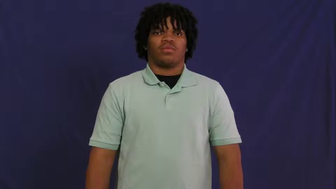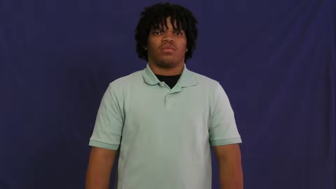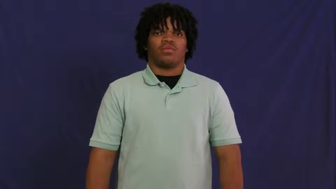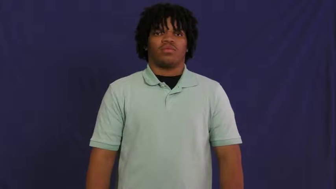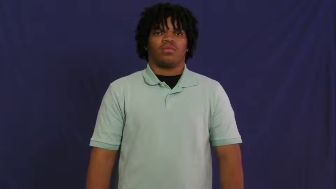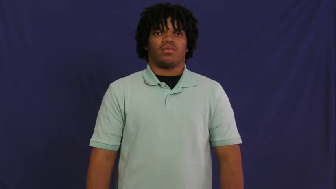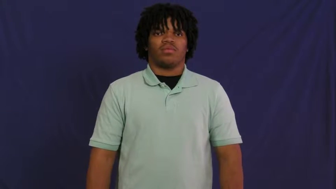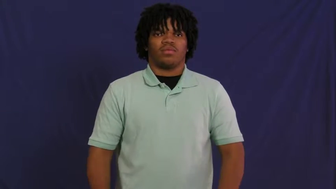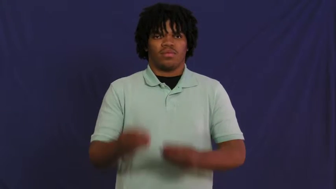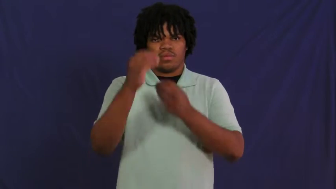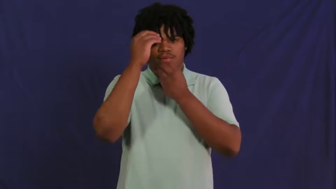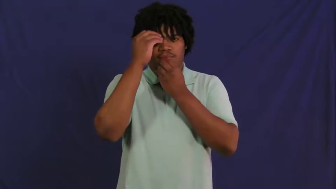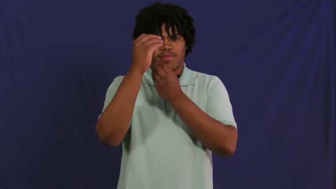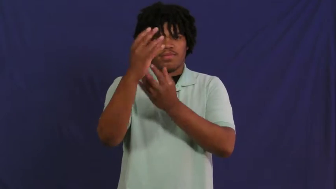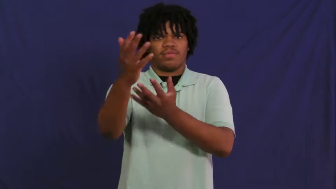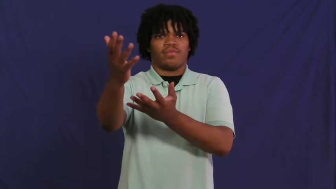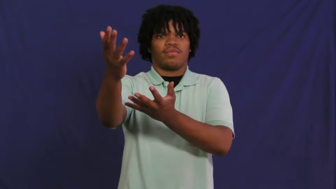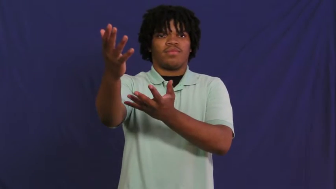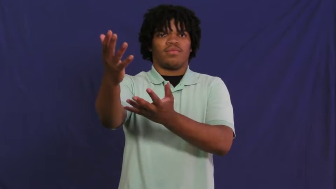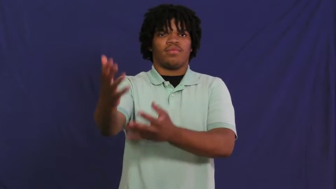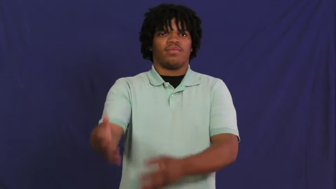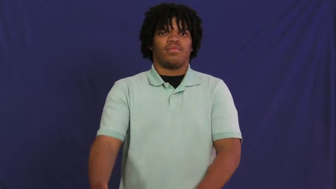inform,fill in, fill in on,apprise,break,relate